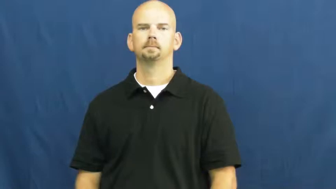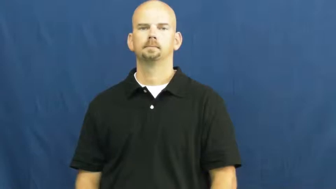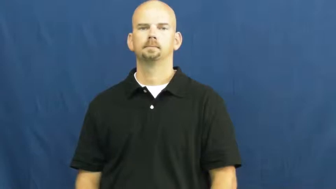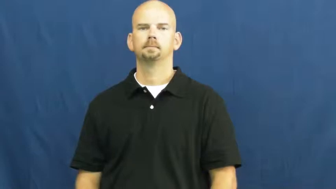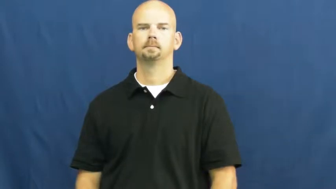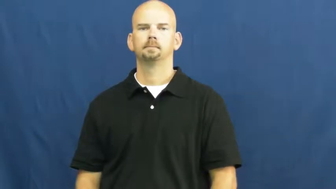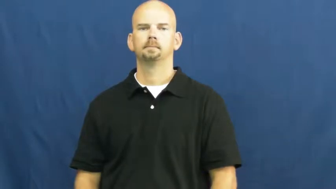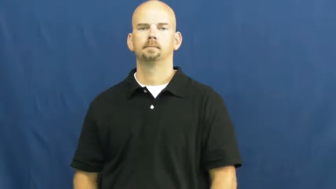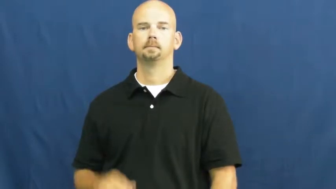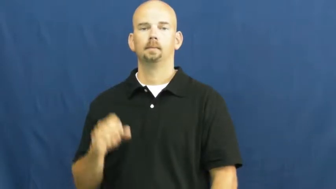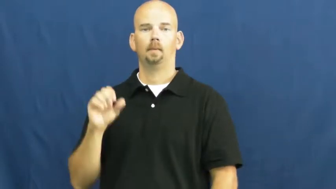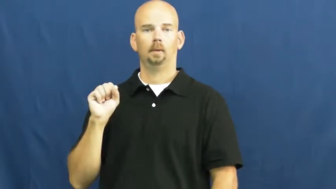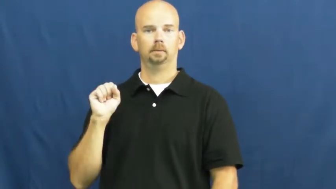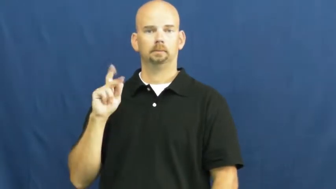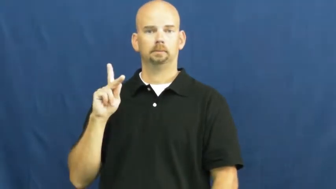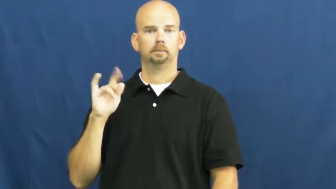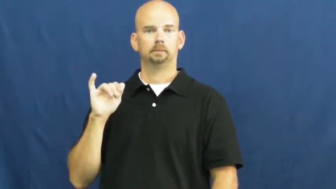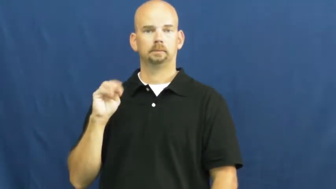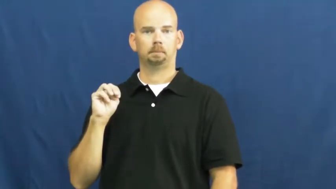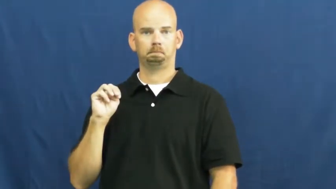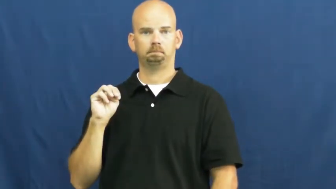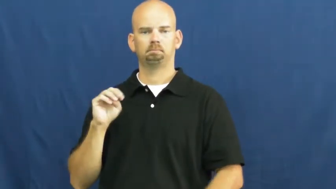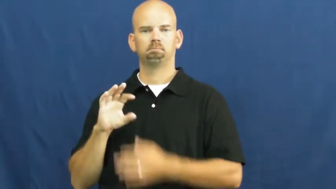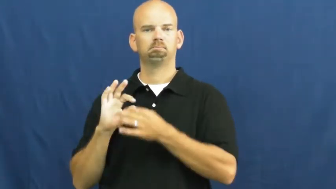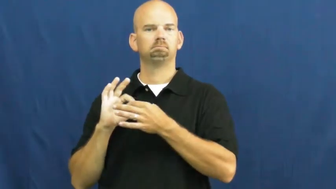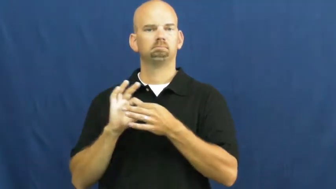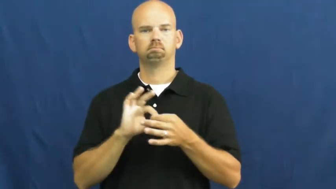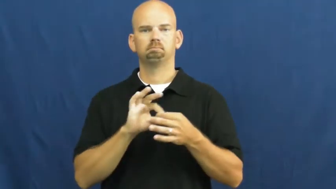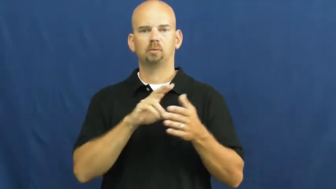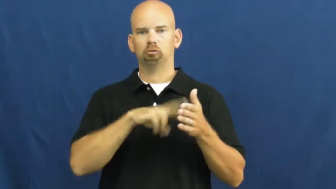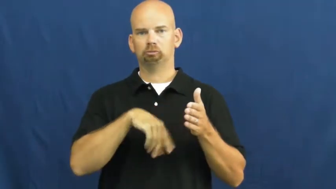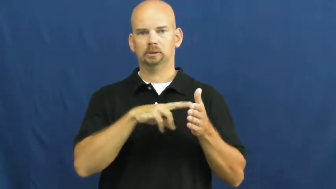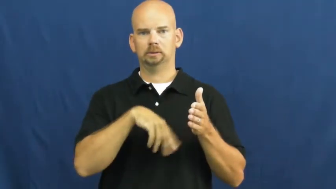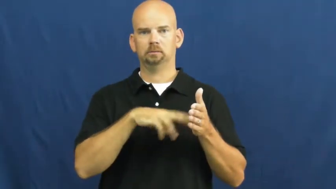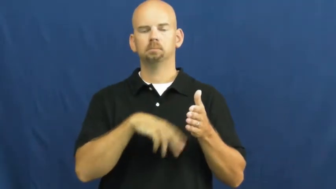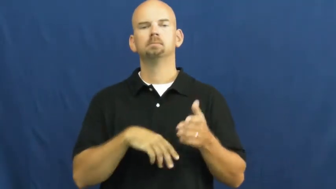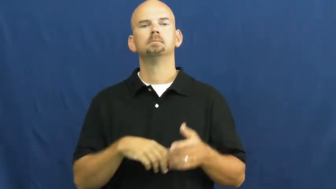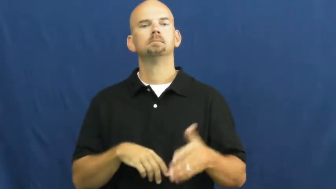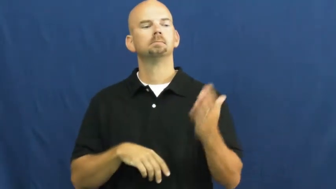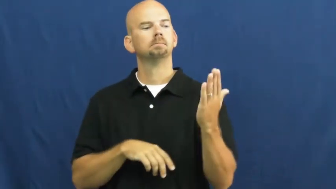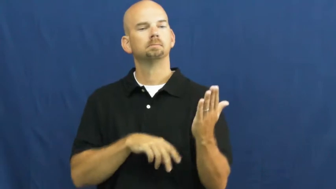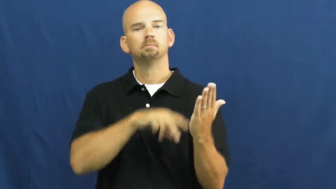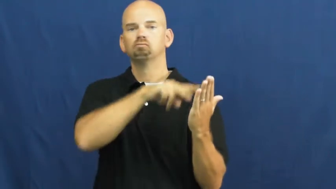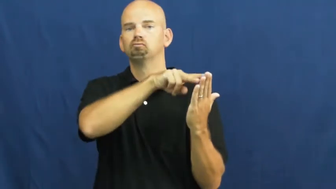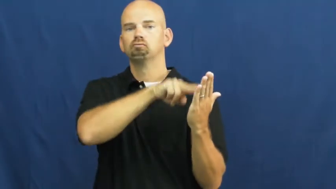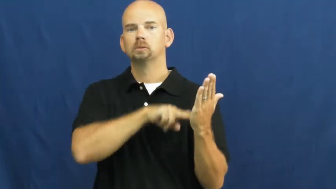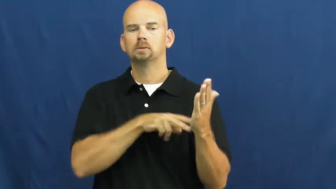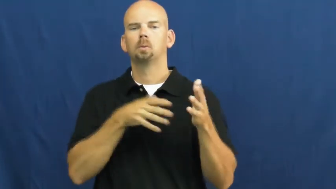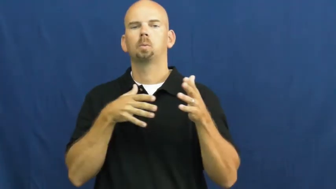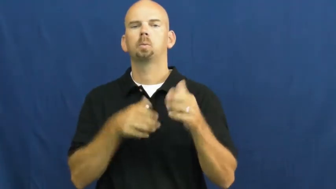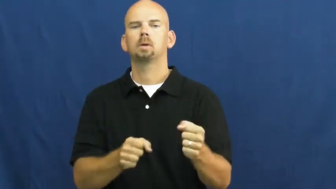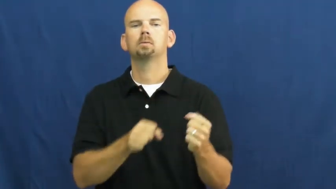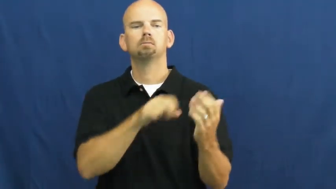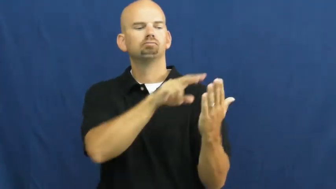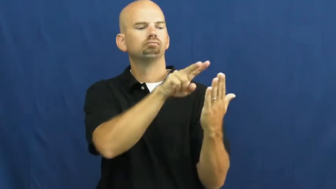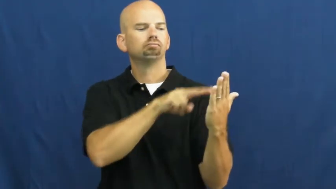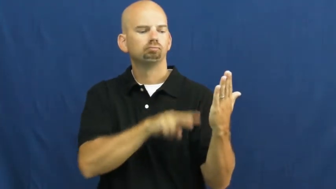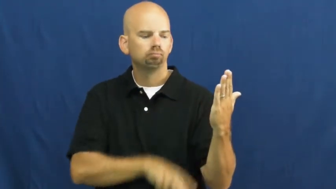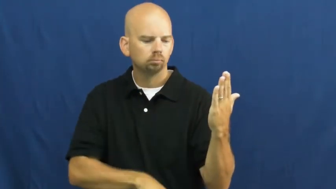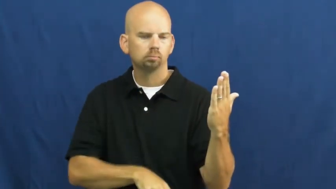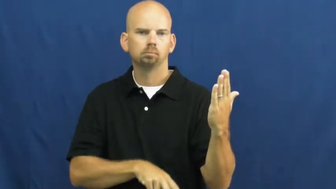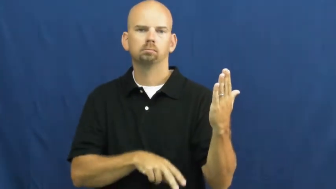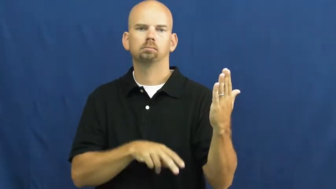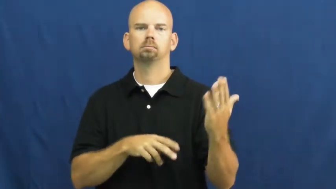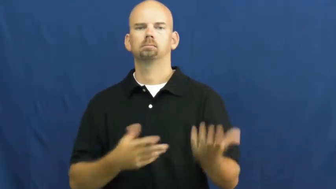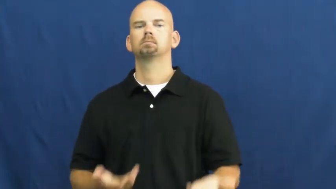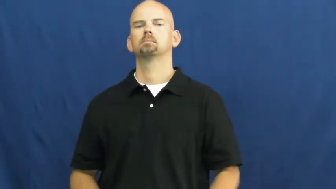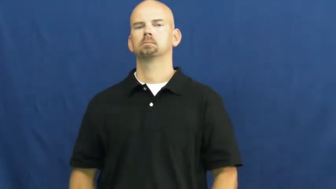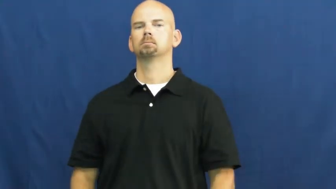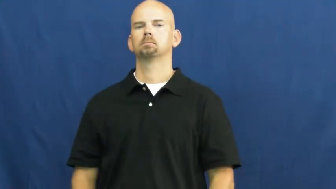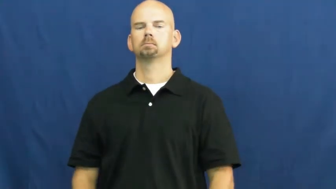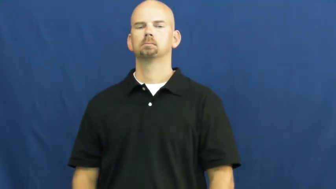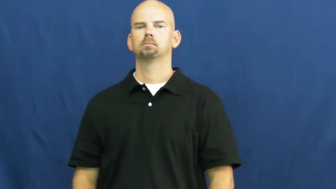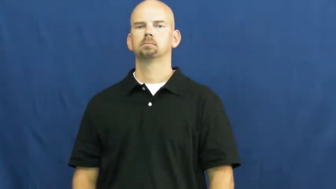skim-read